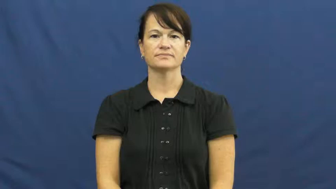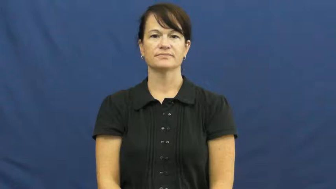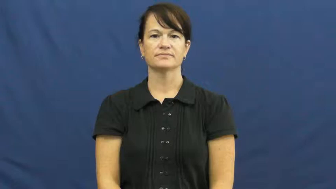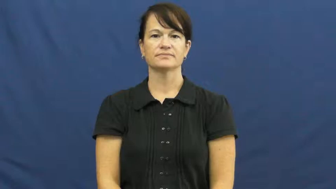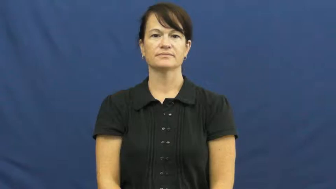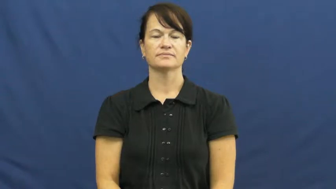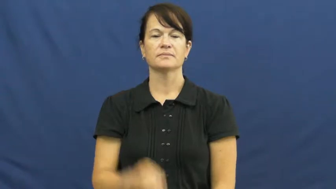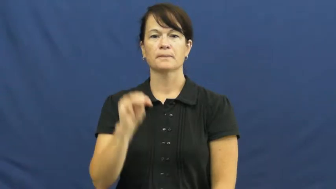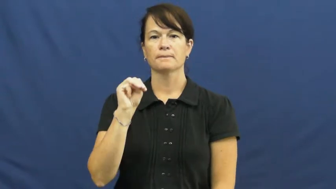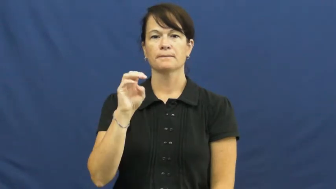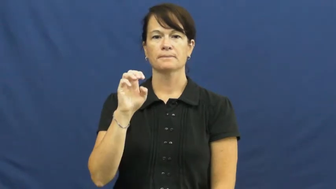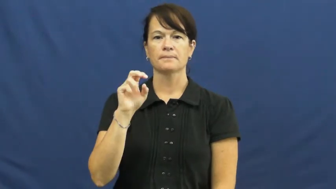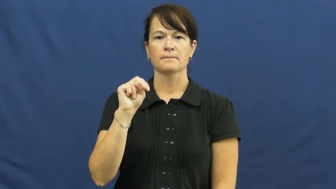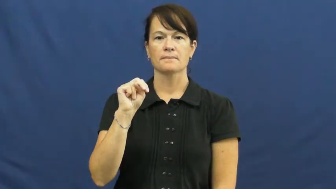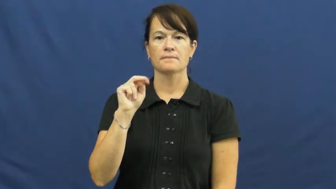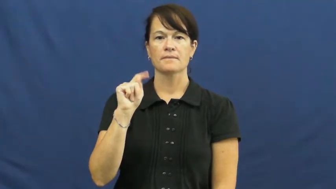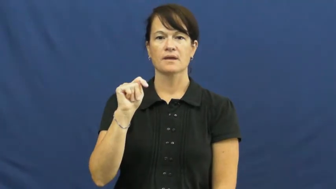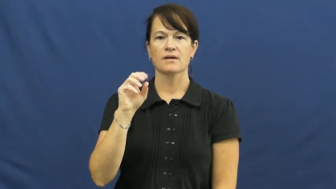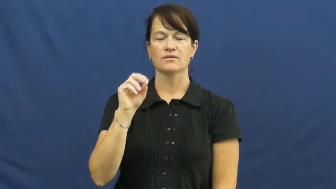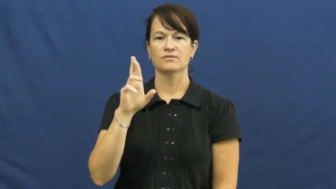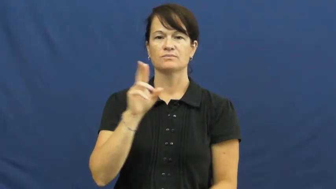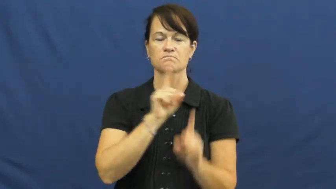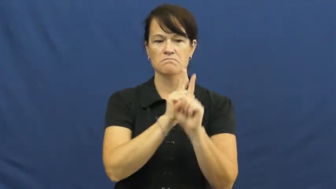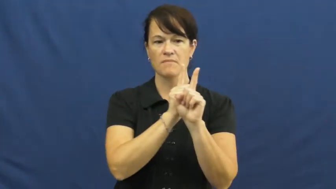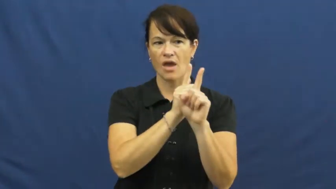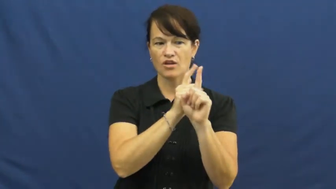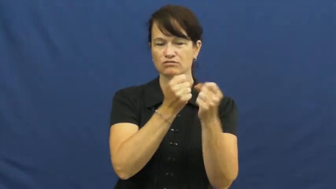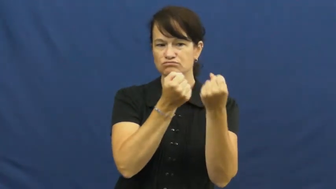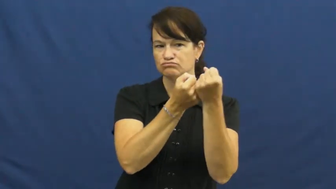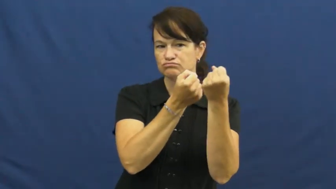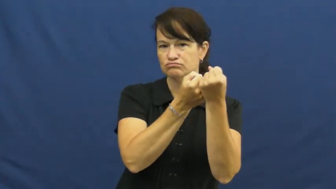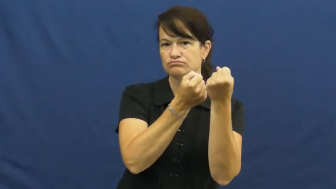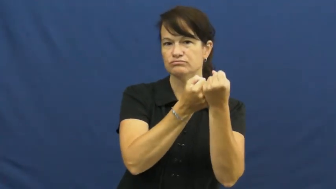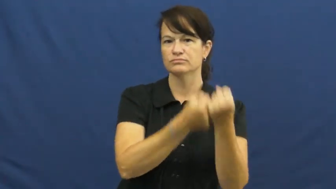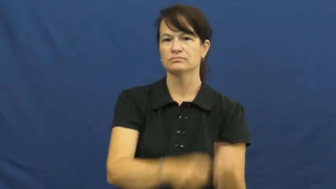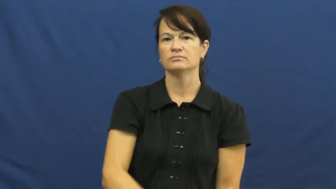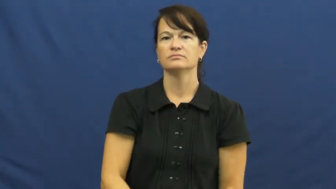mentor